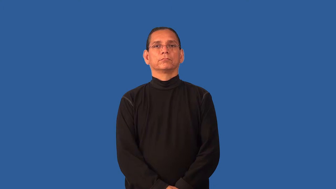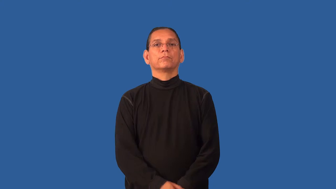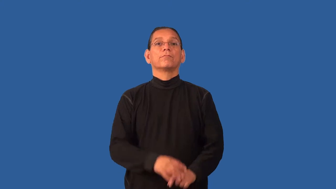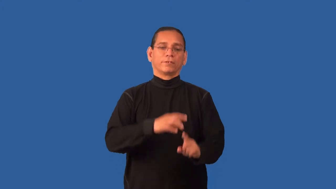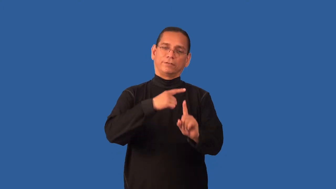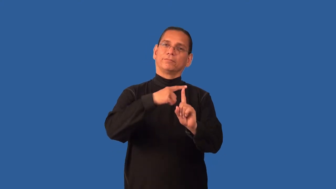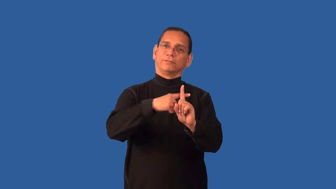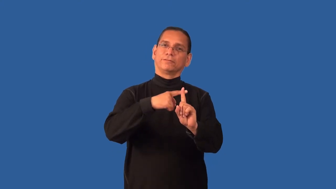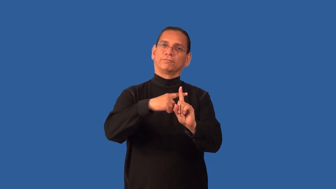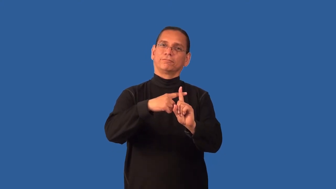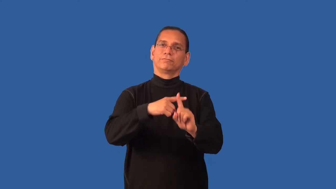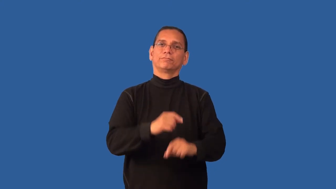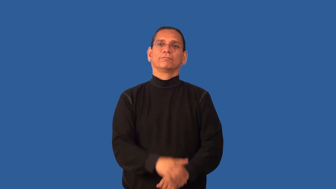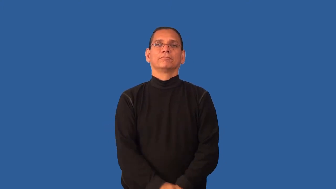favorable